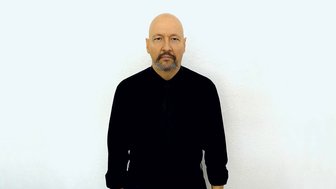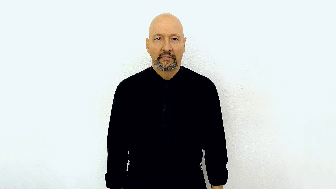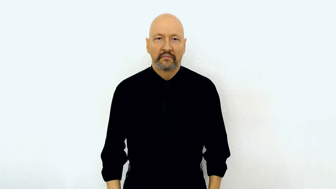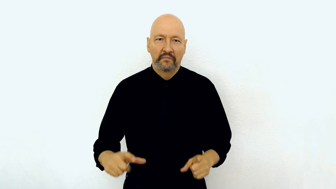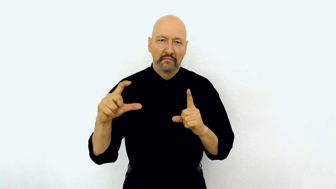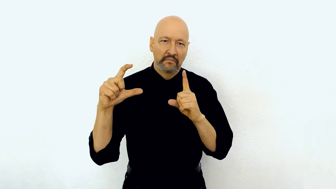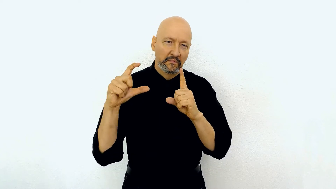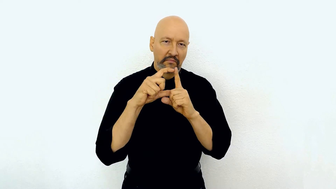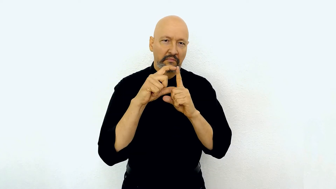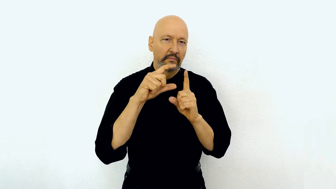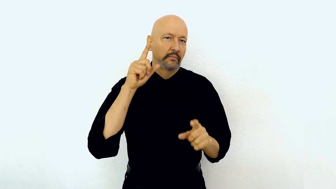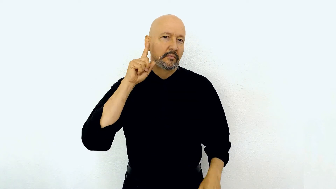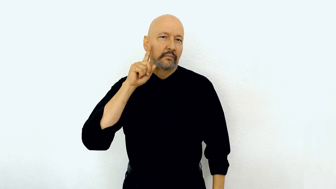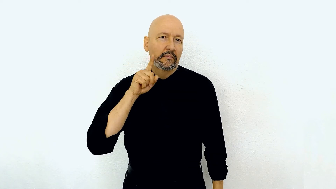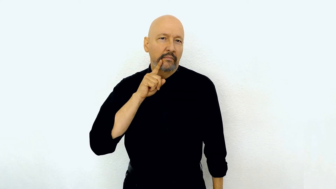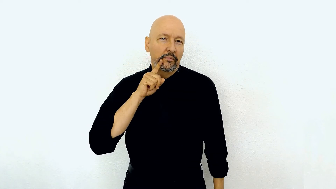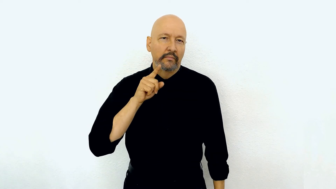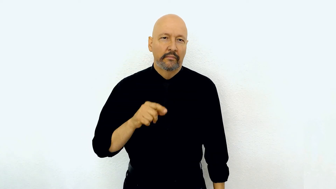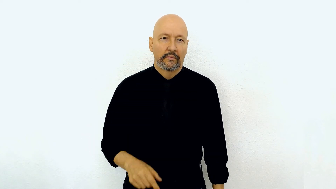big-D DEAF